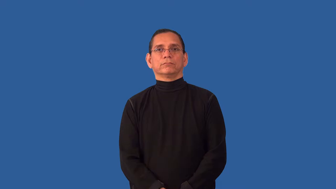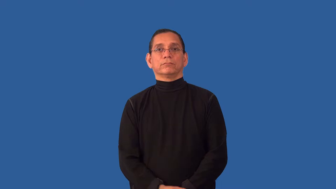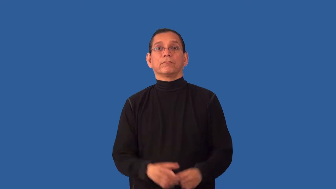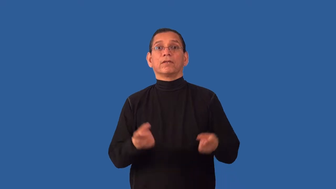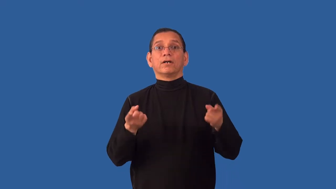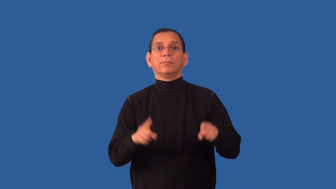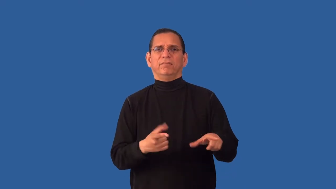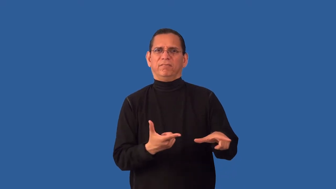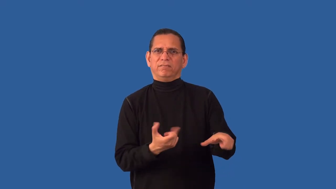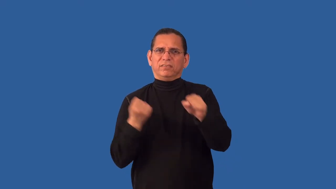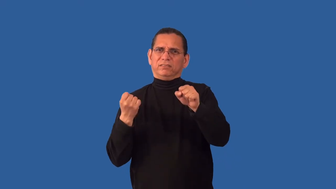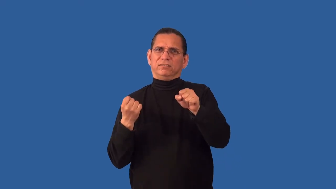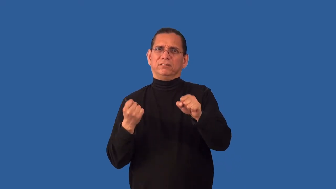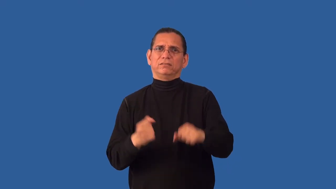unceremoniously